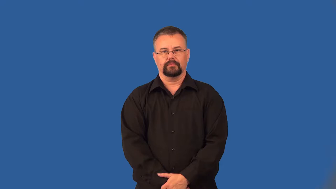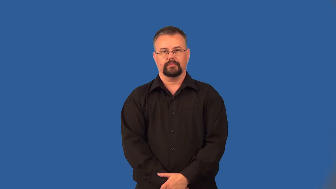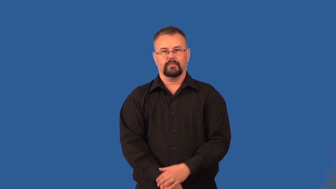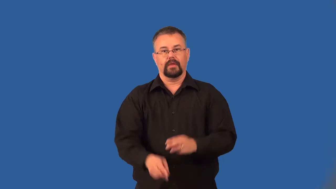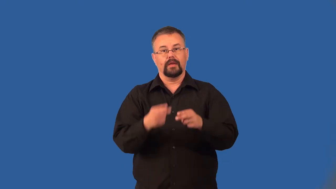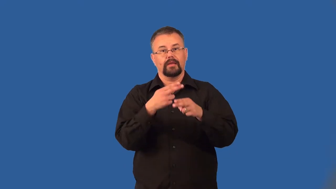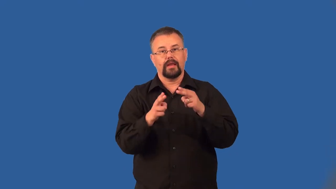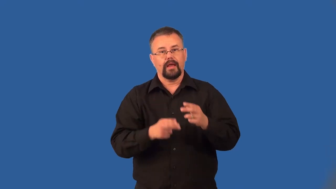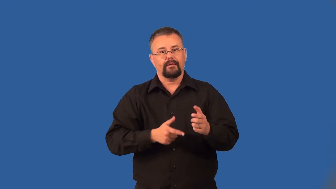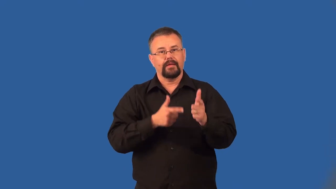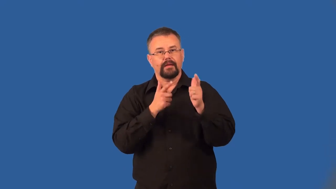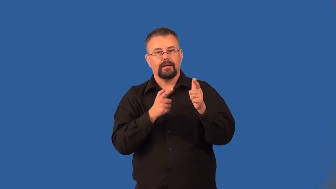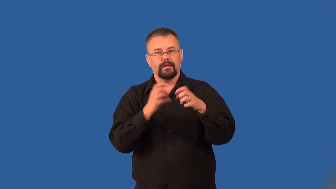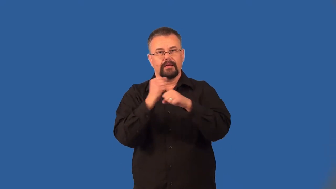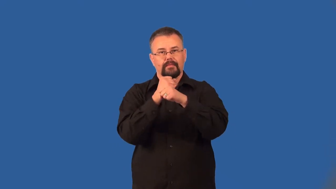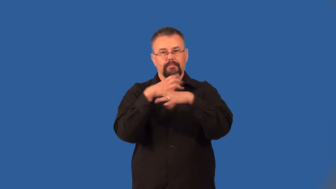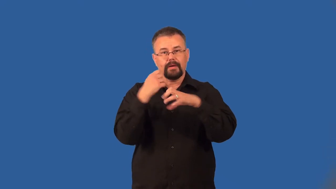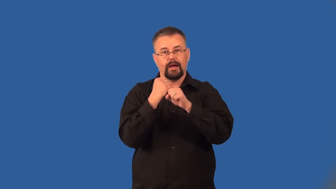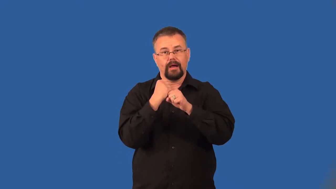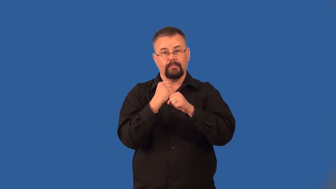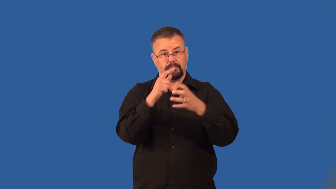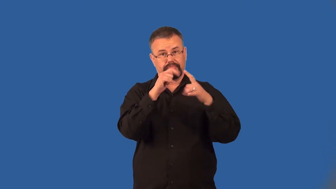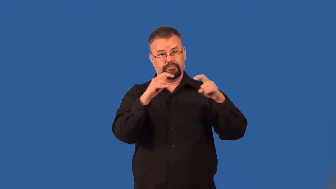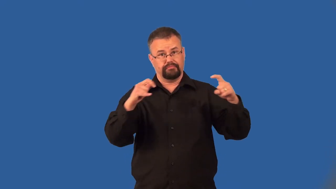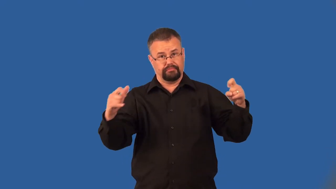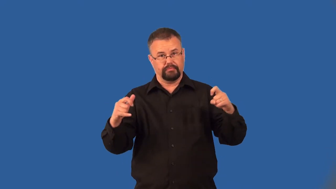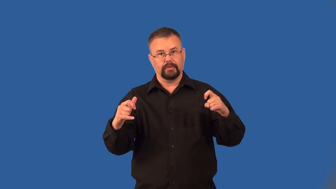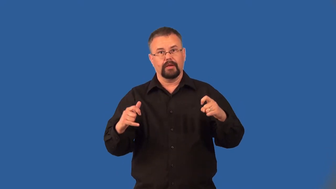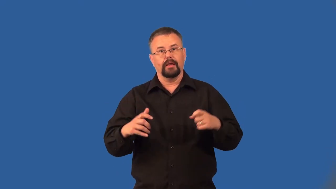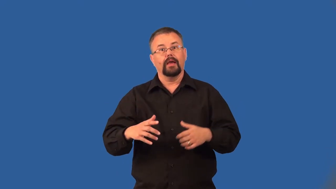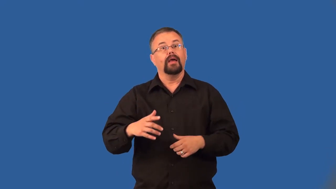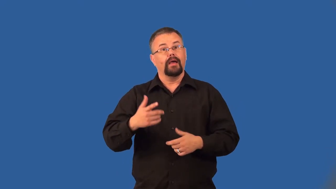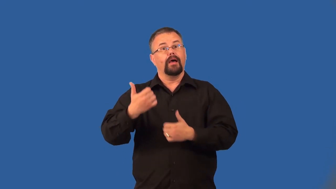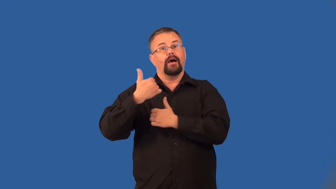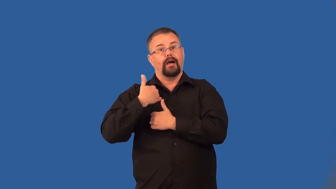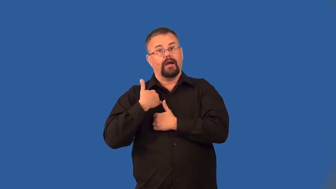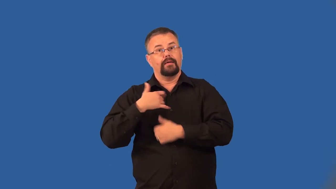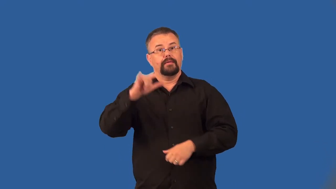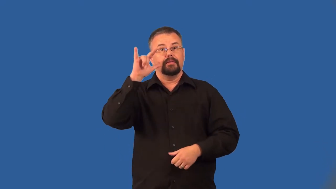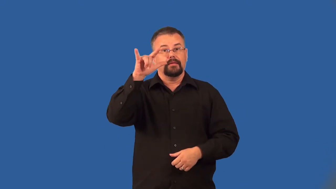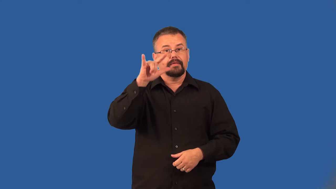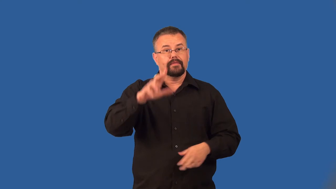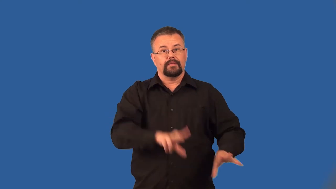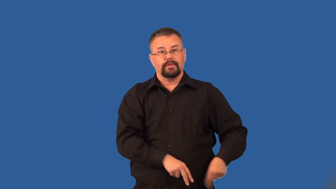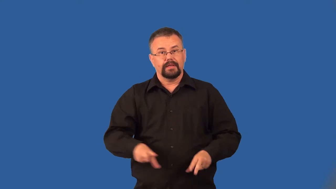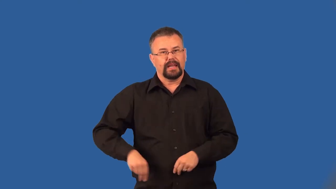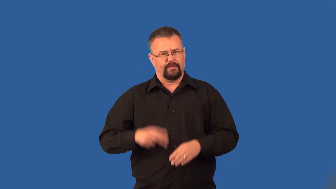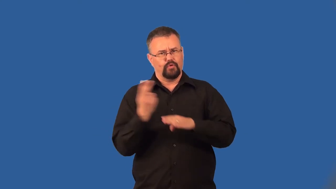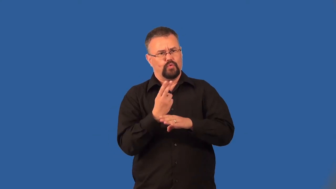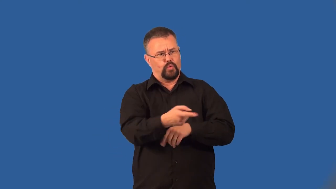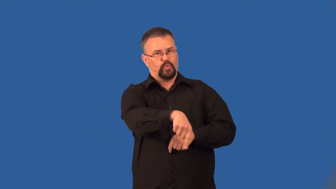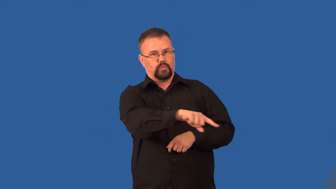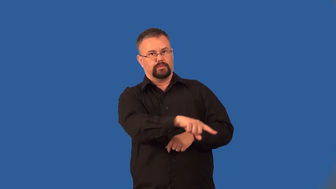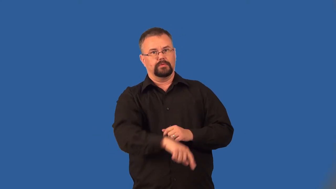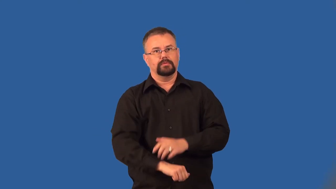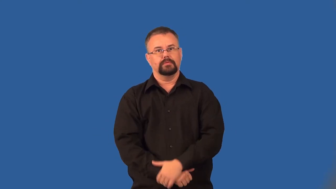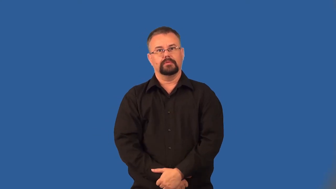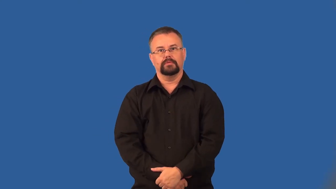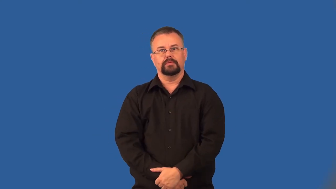armament